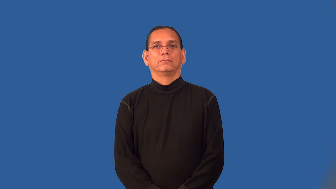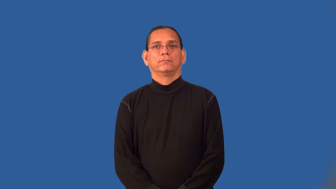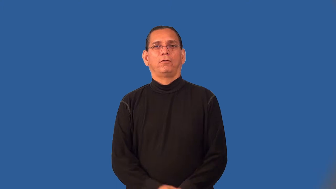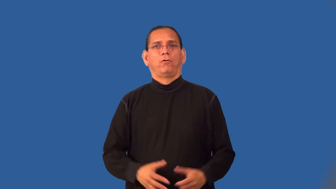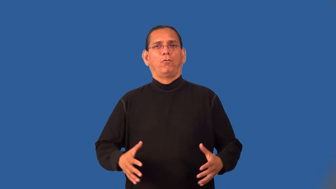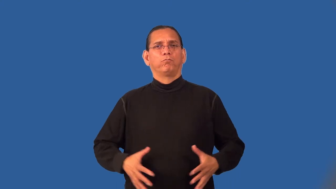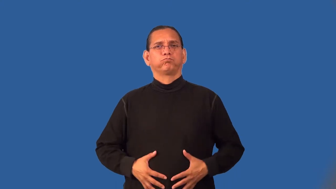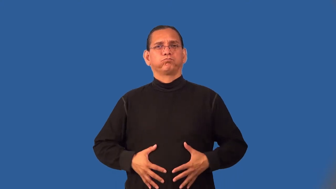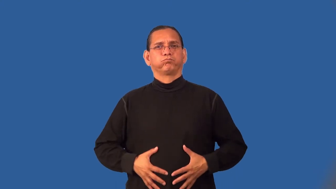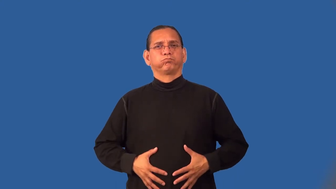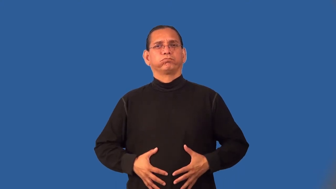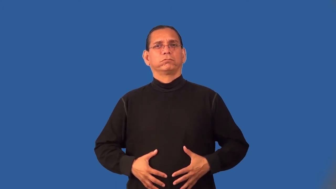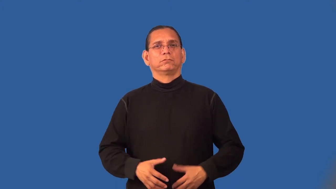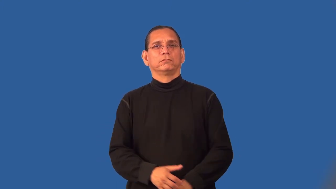paunch,paunchy